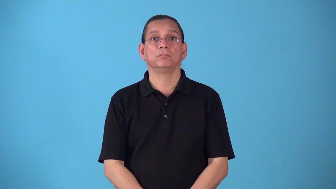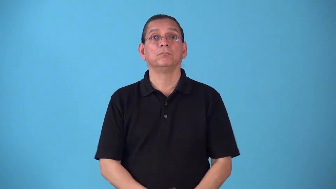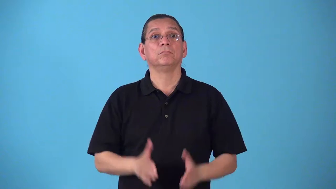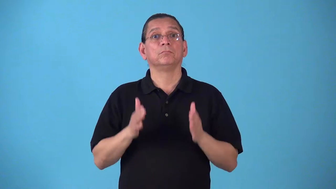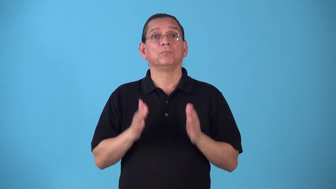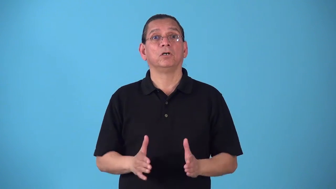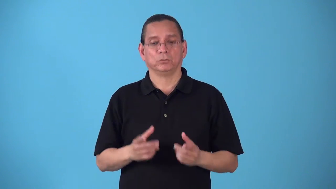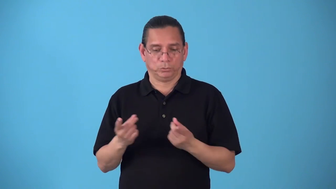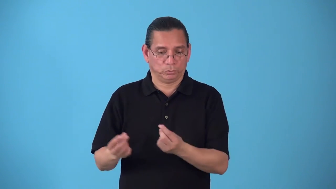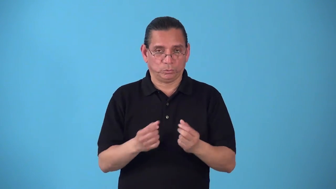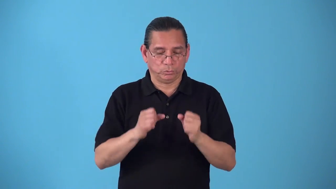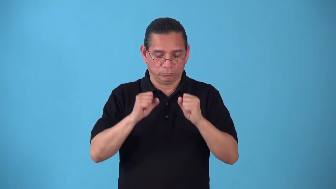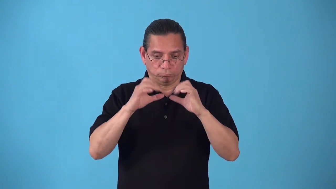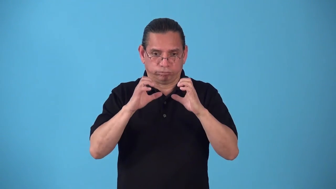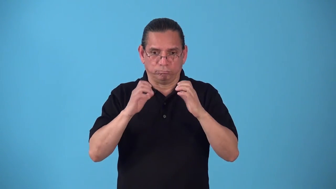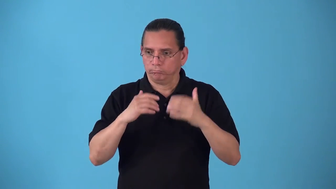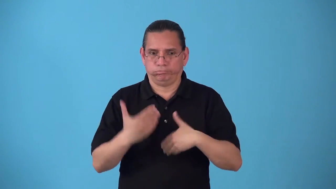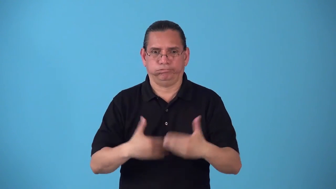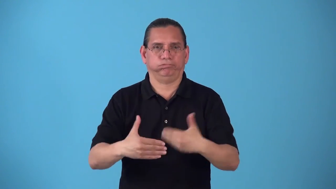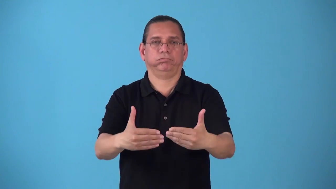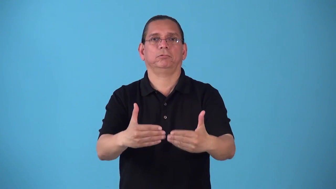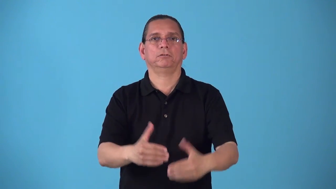sharpy-alert energetic person